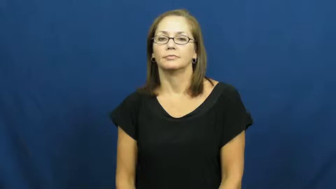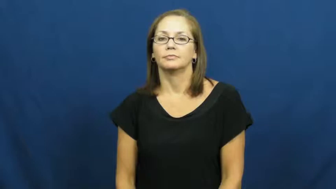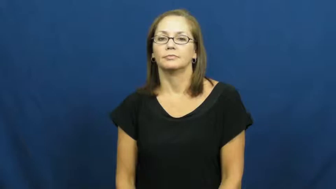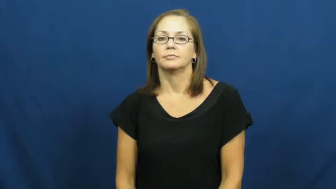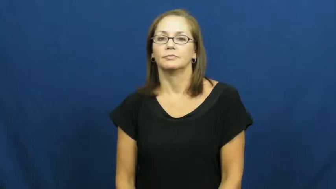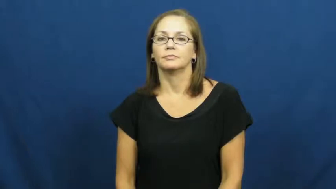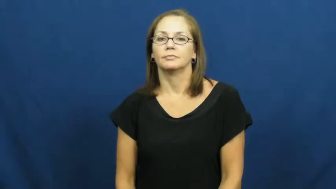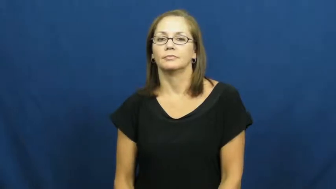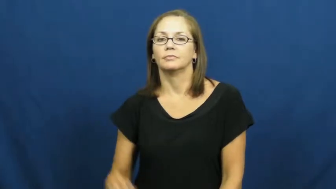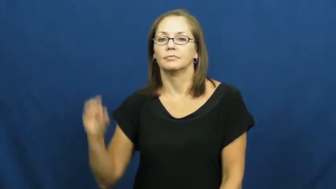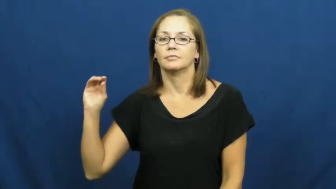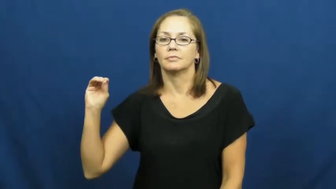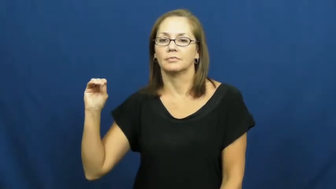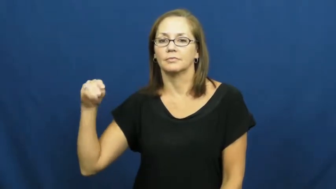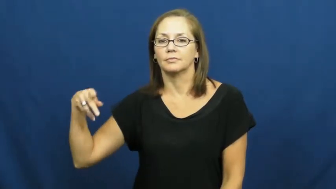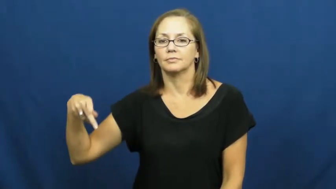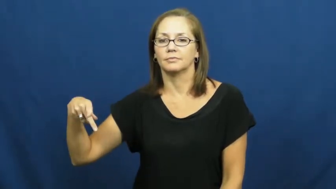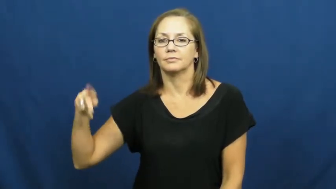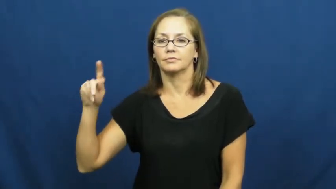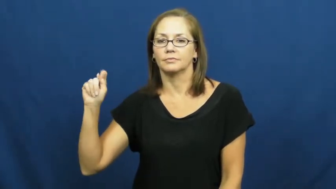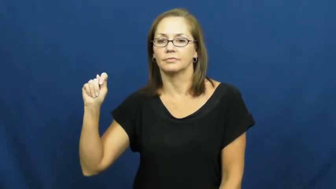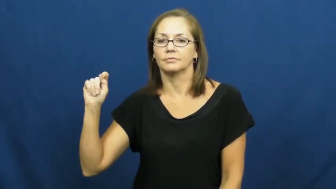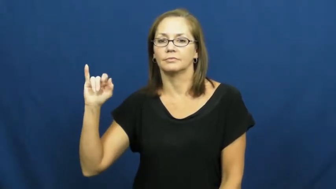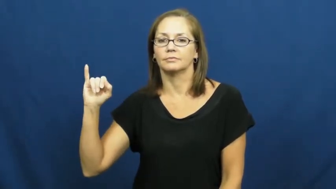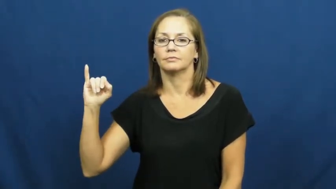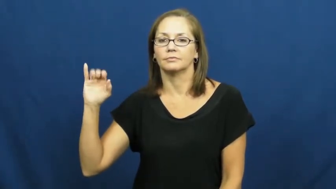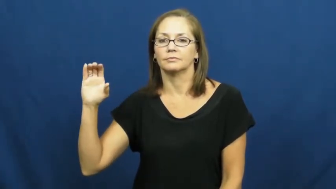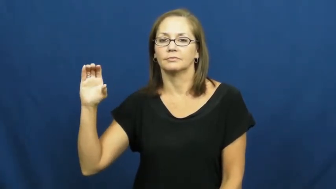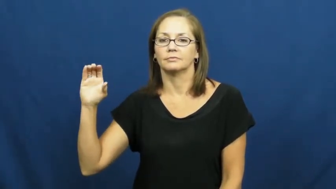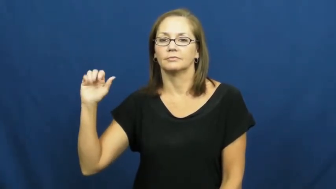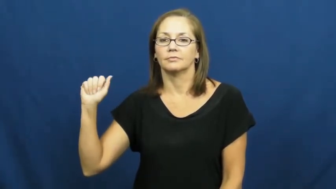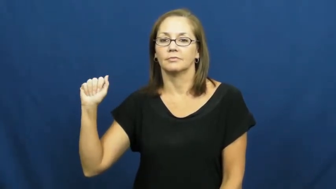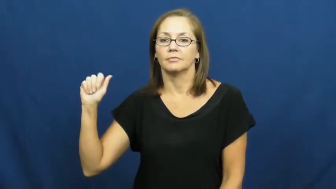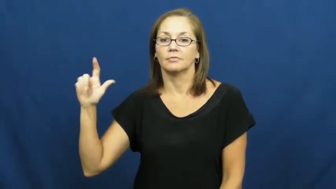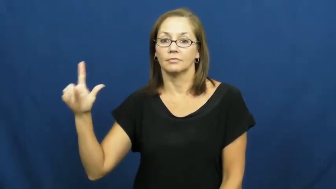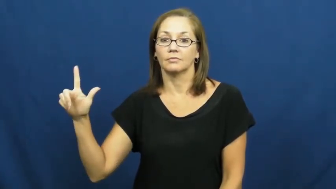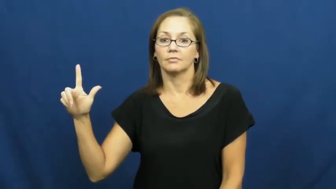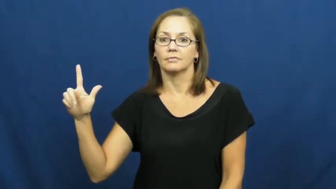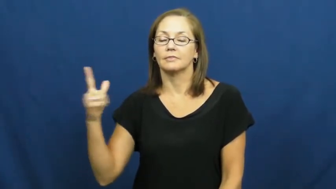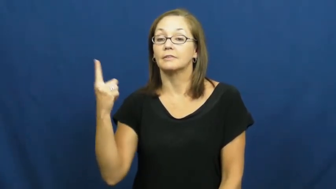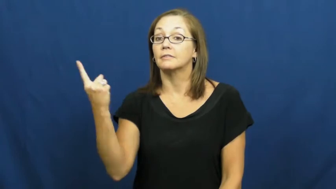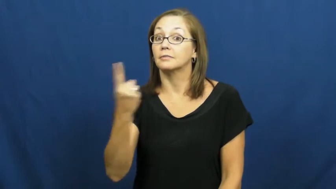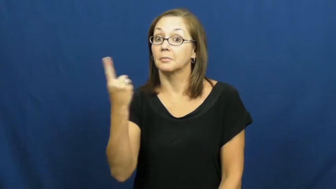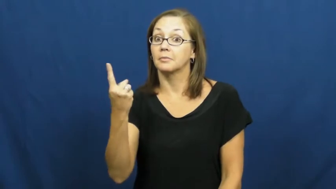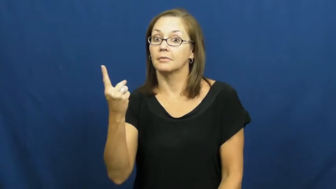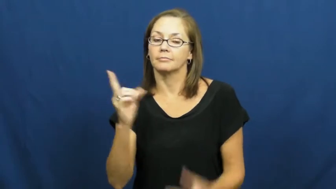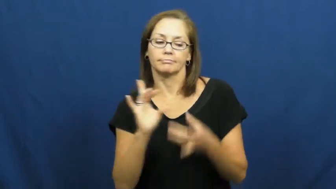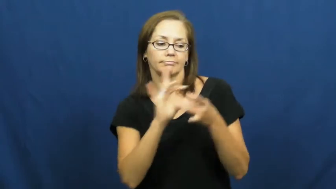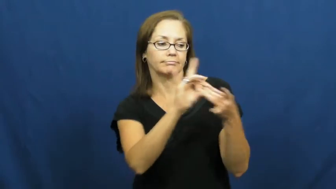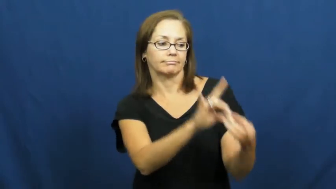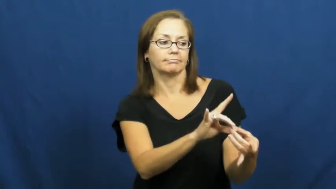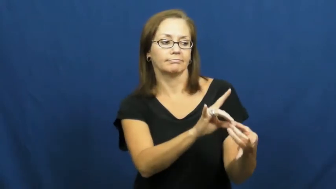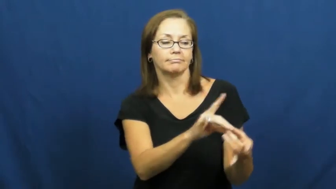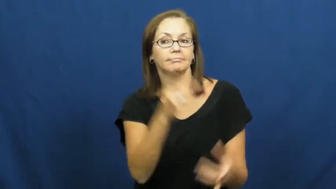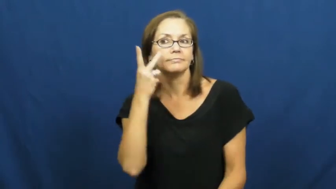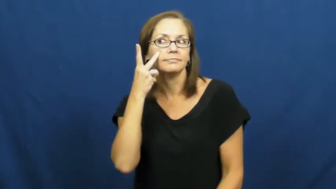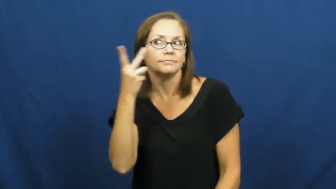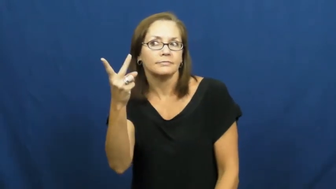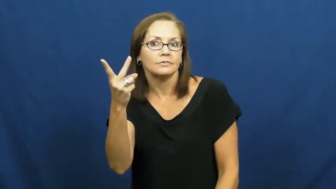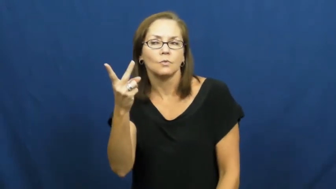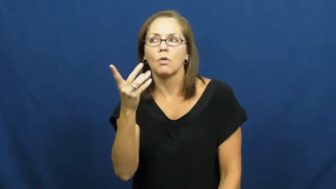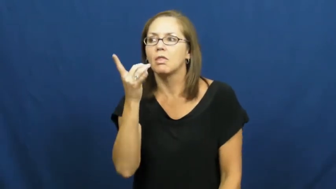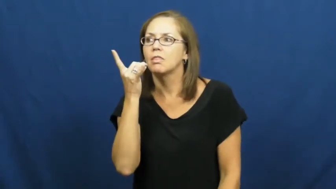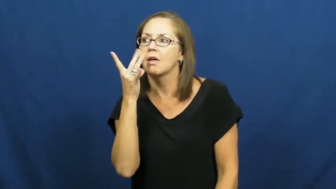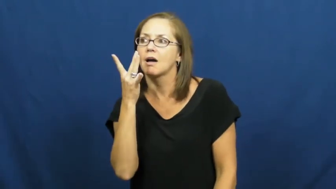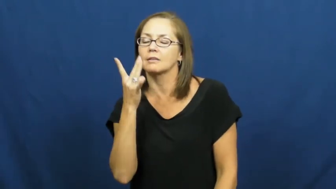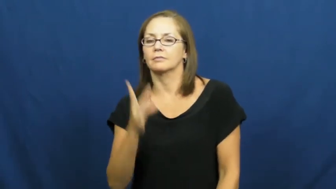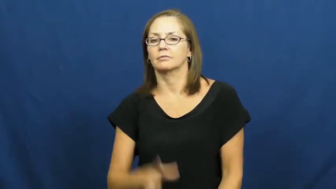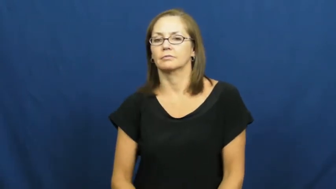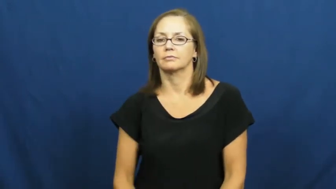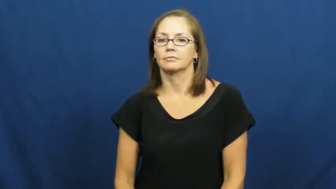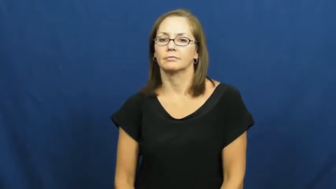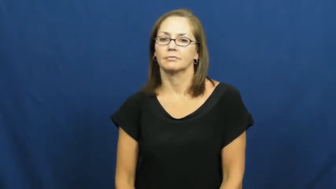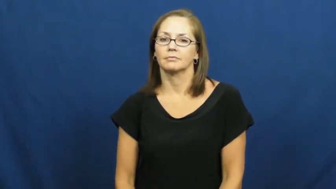optical